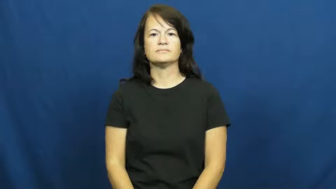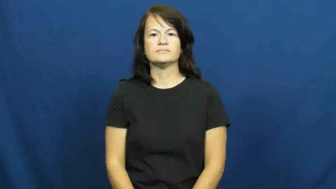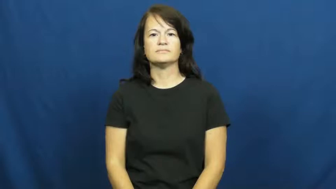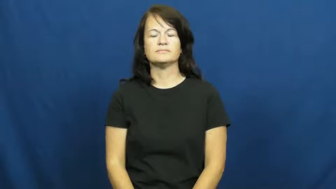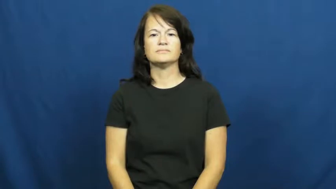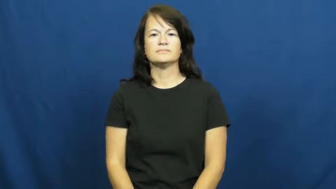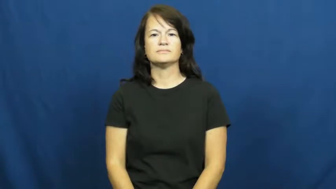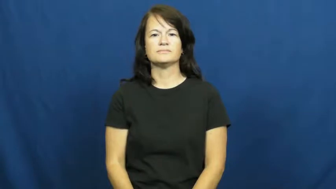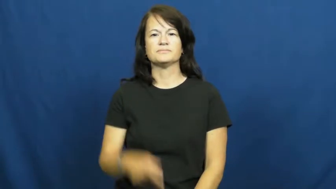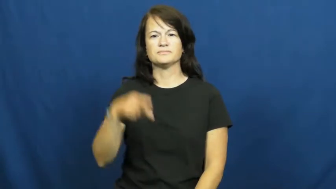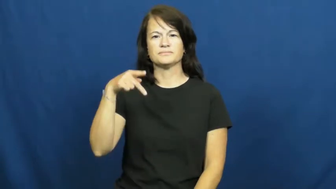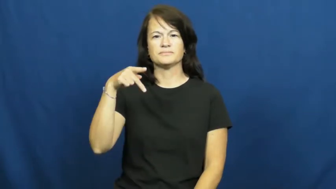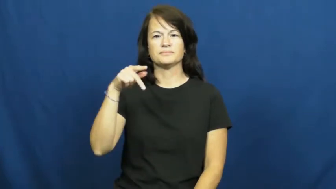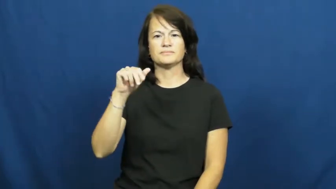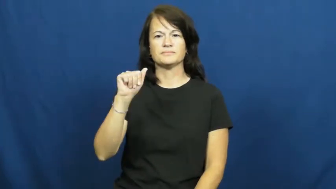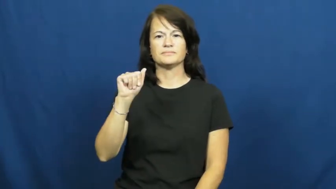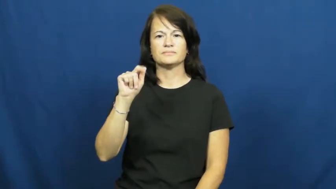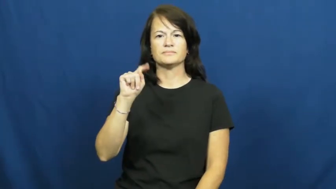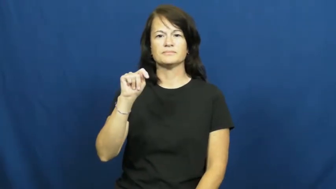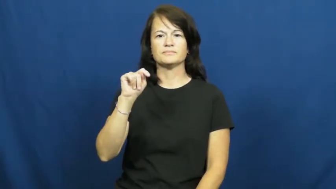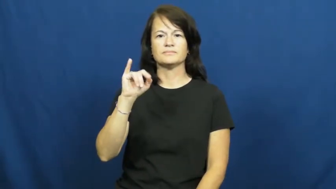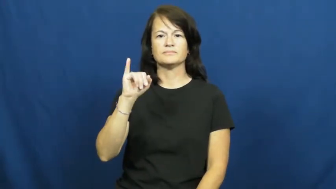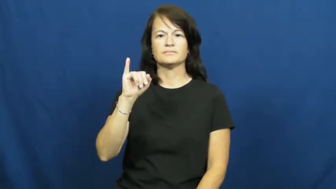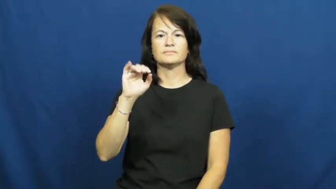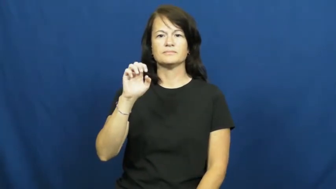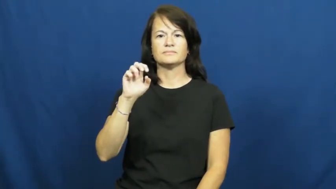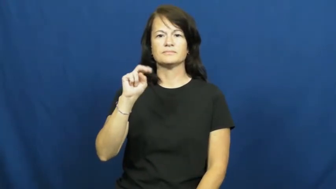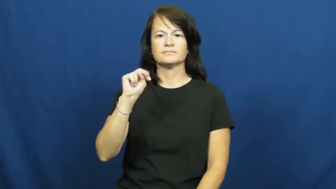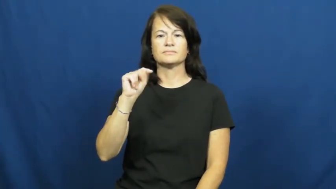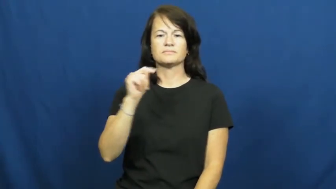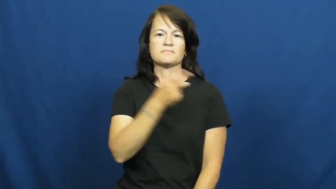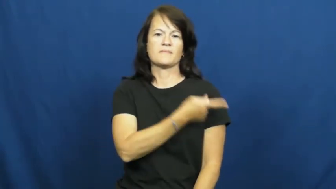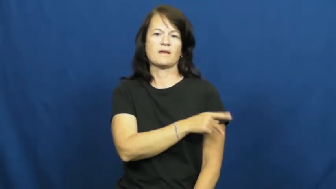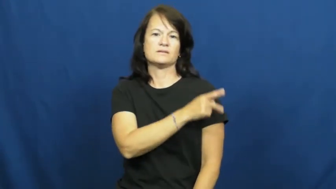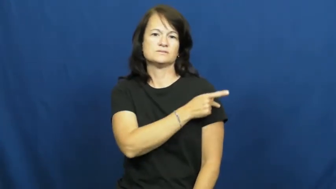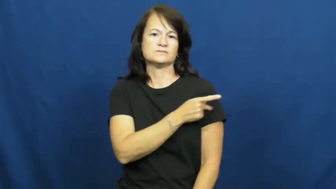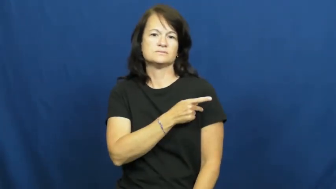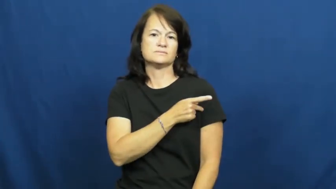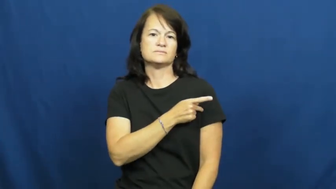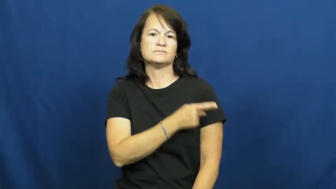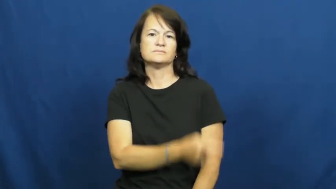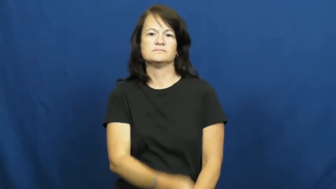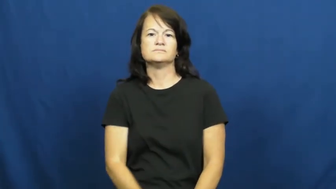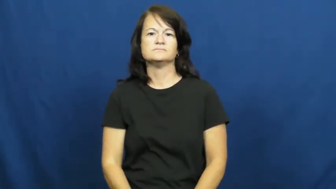patient-medical